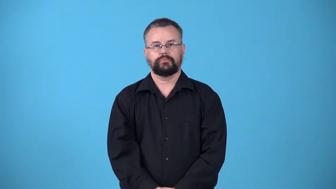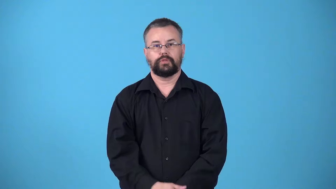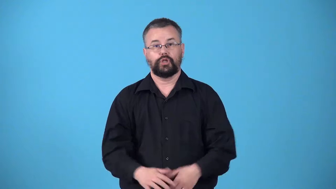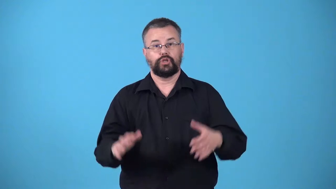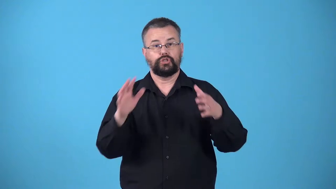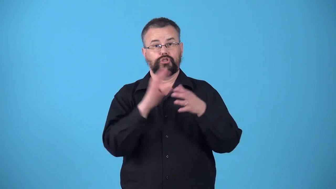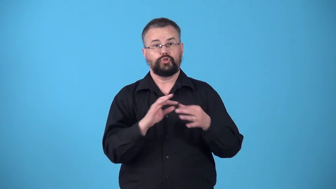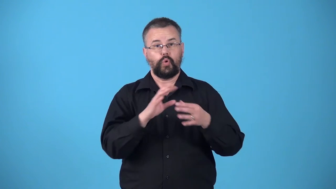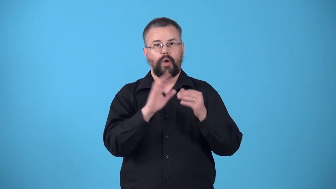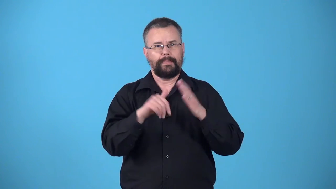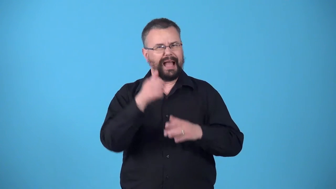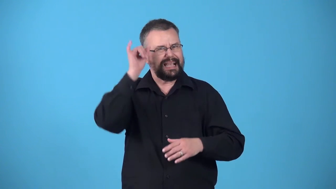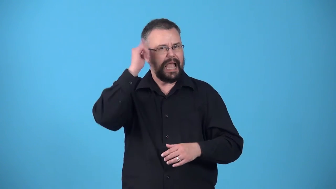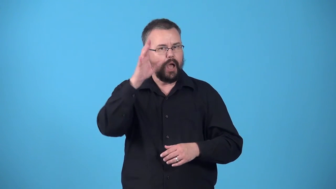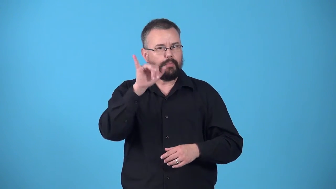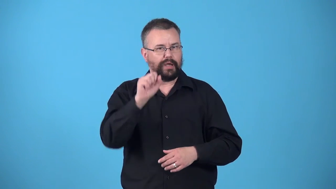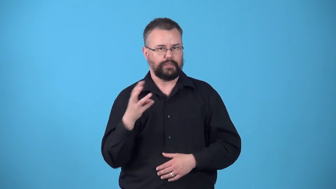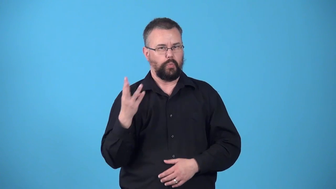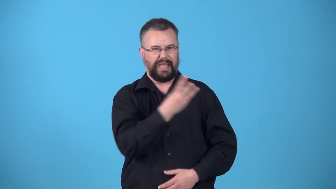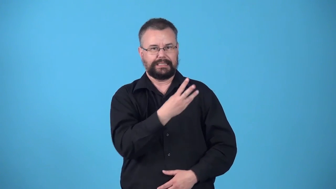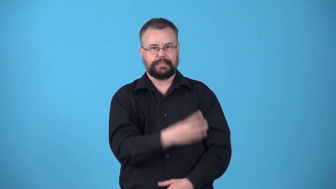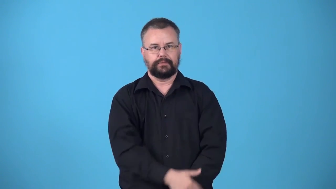western-story about cowboys